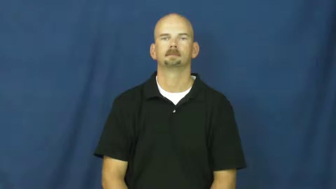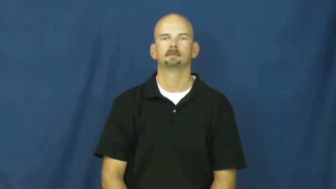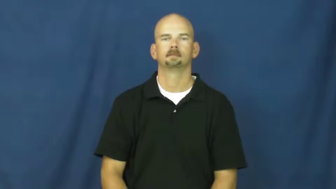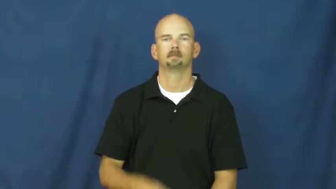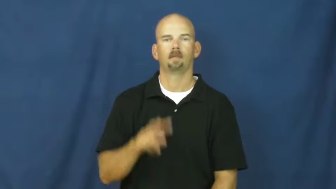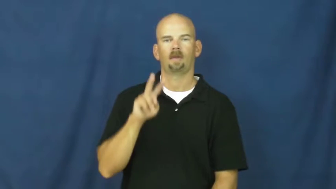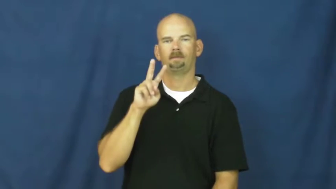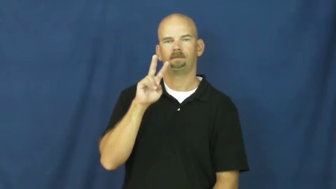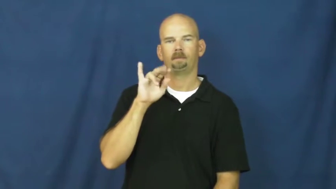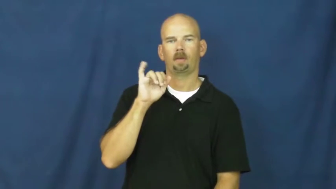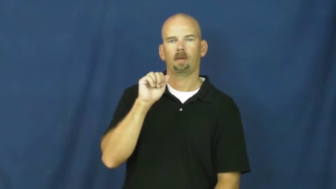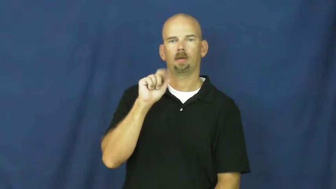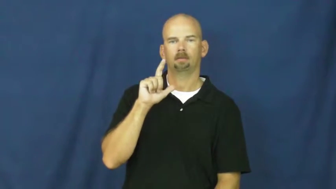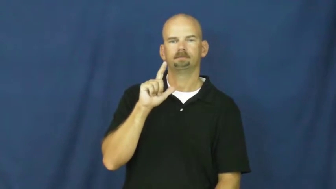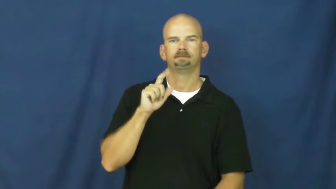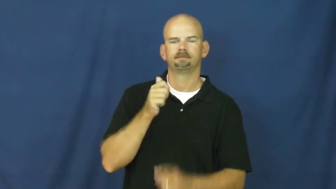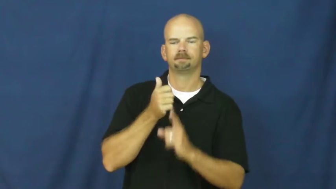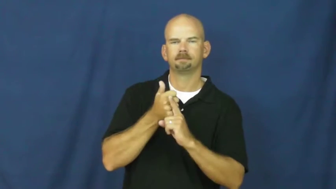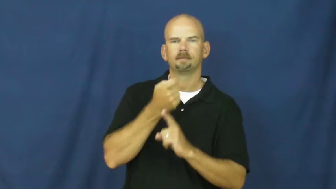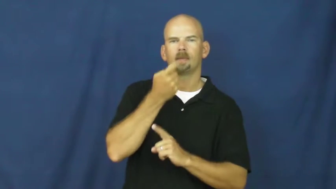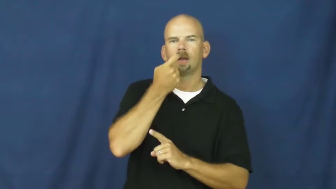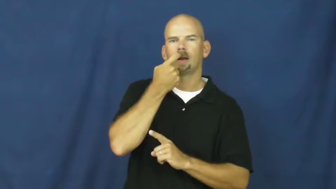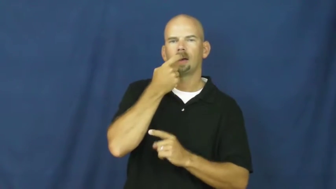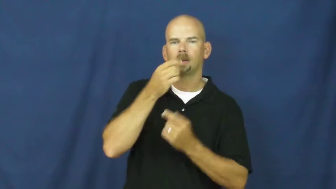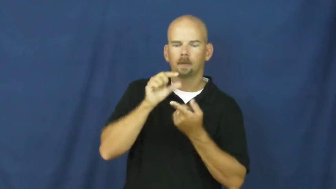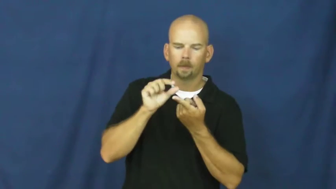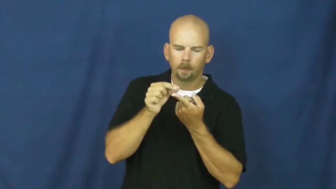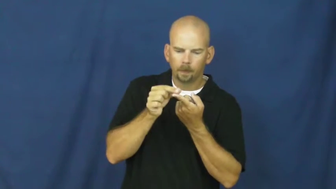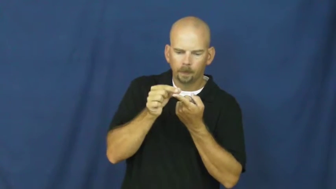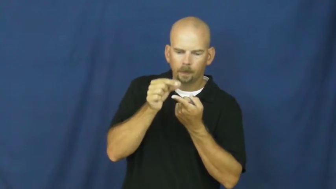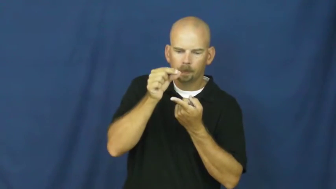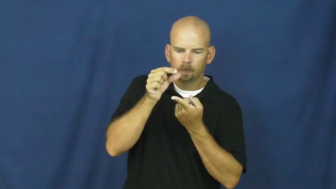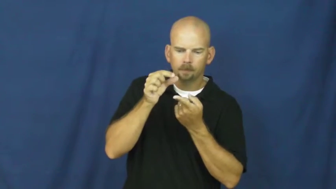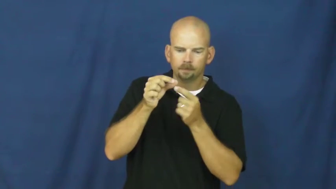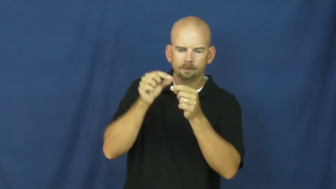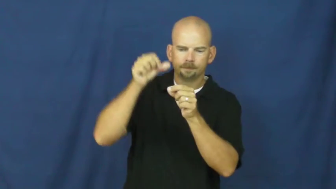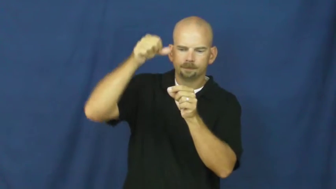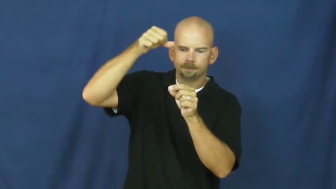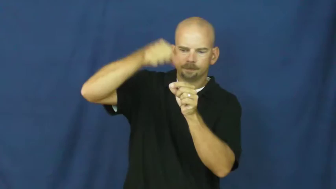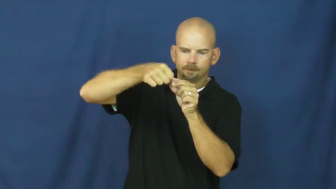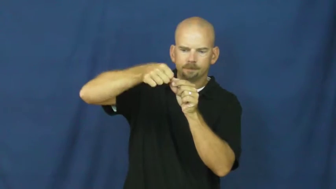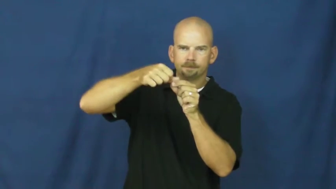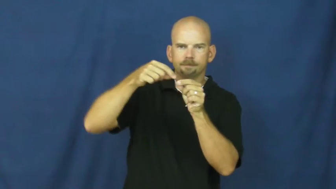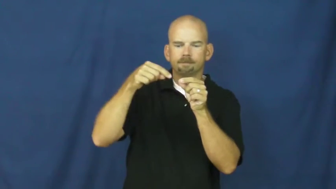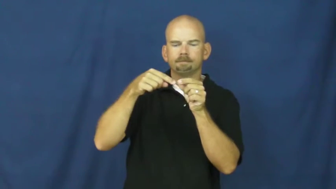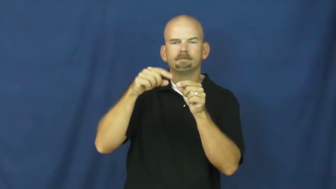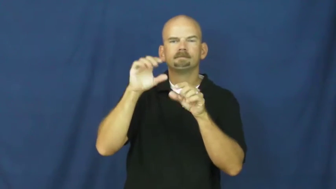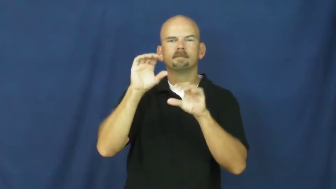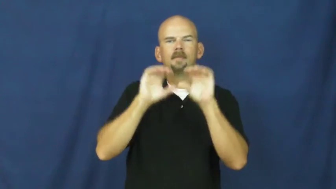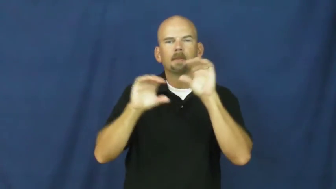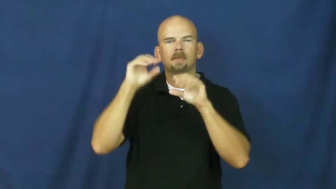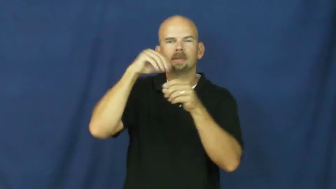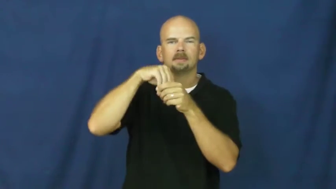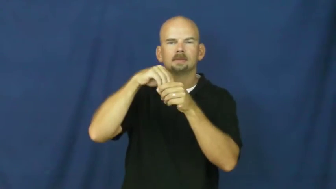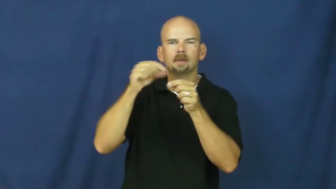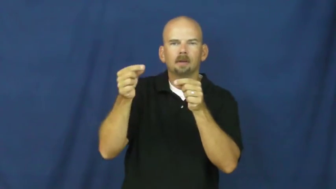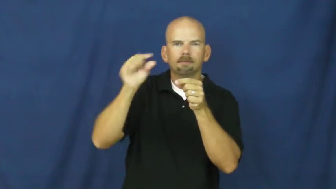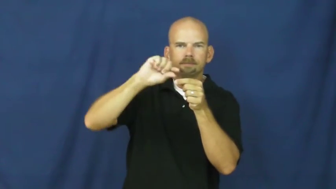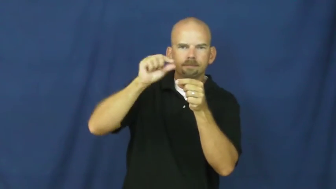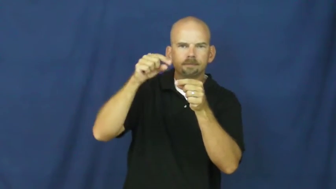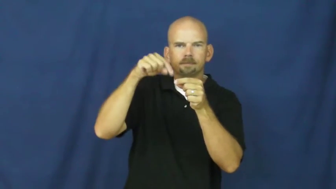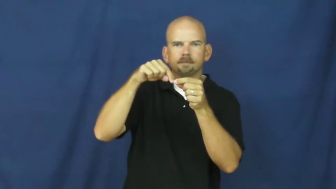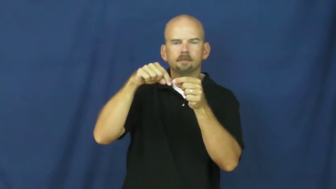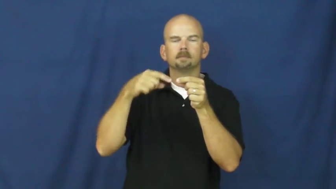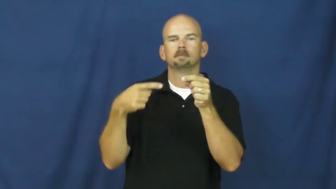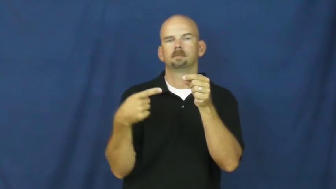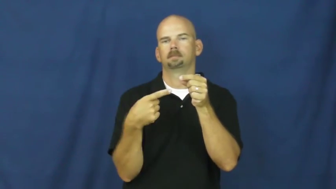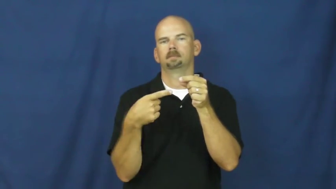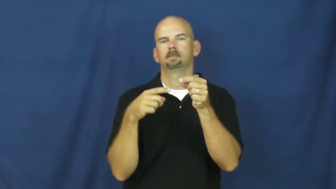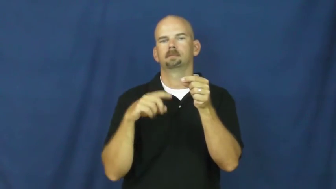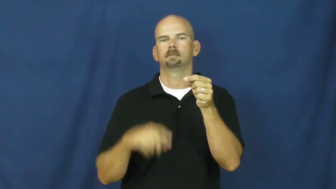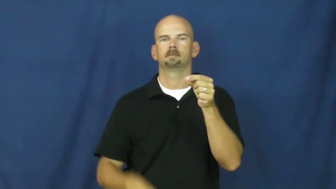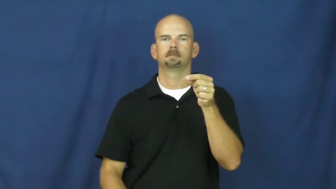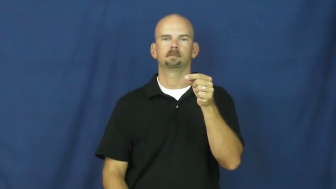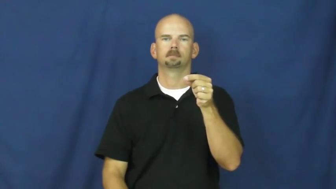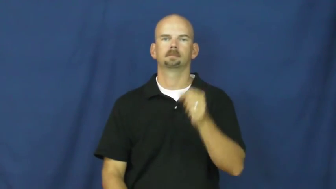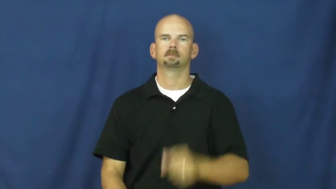vial